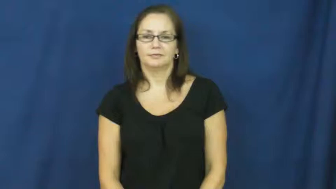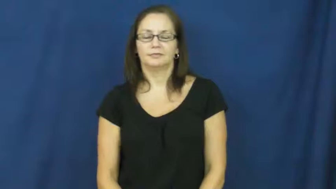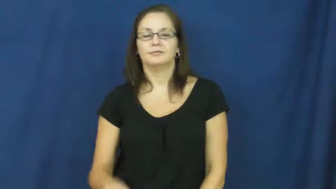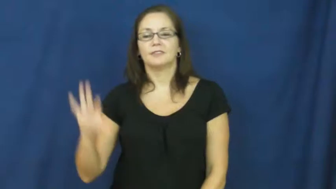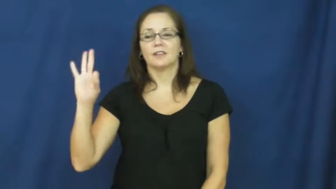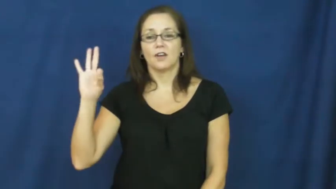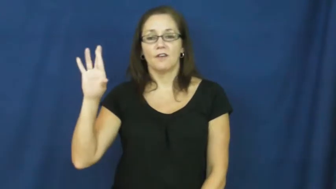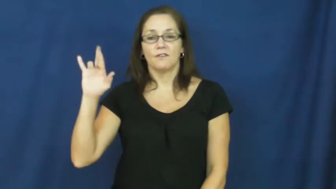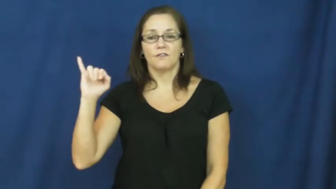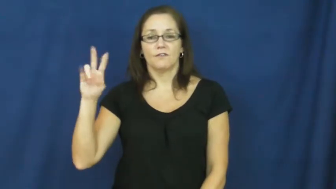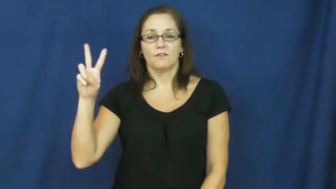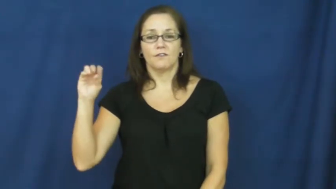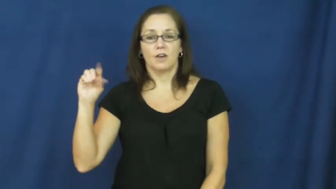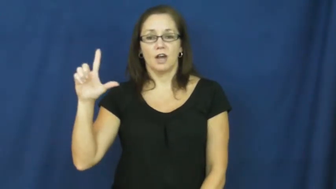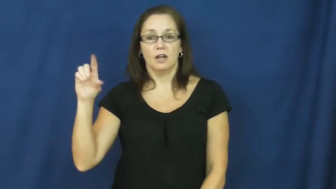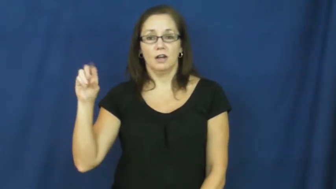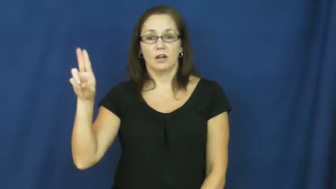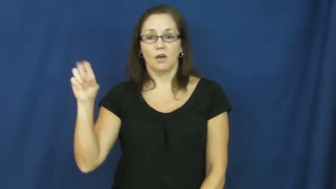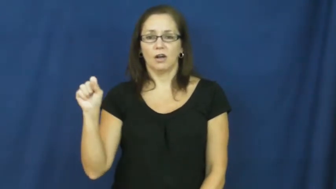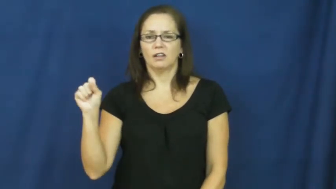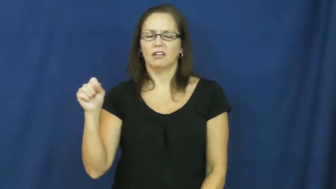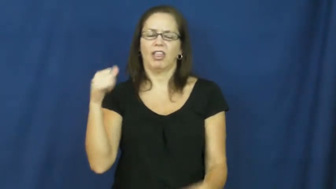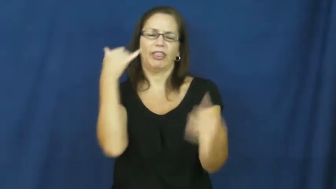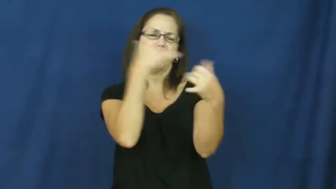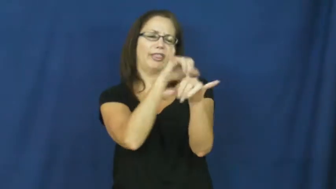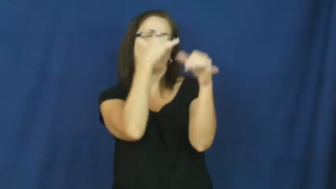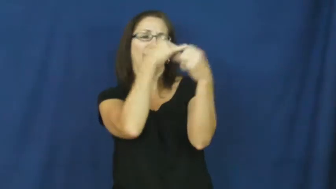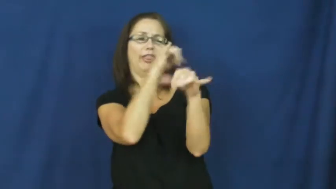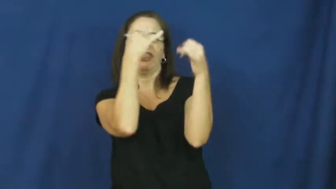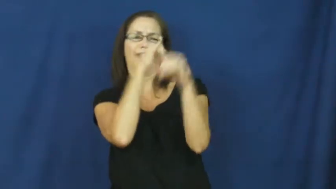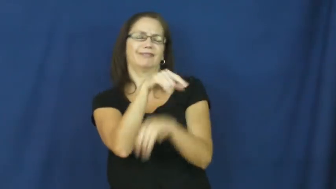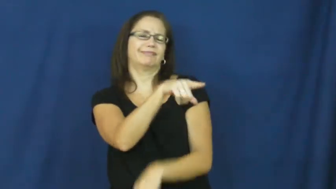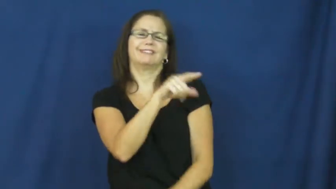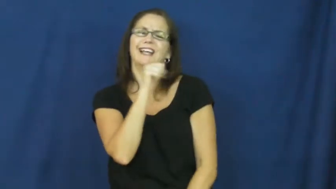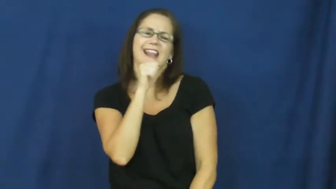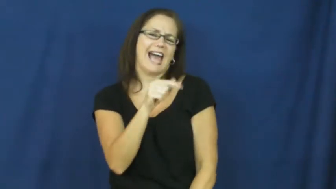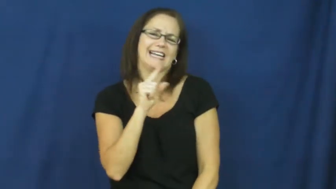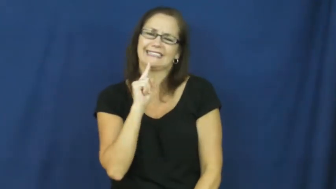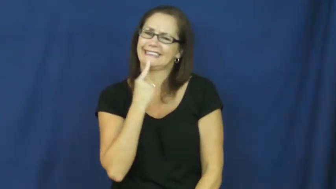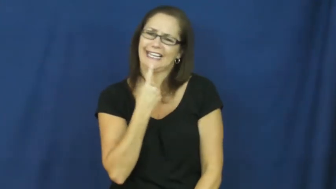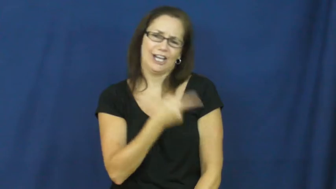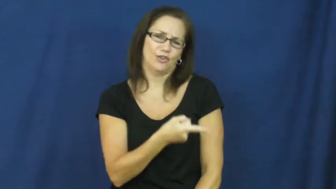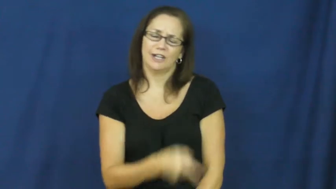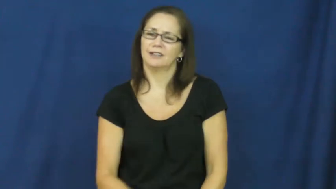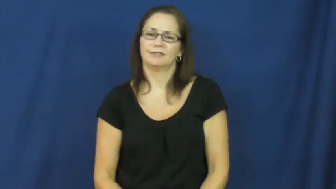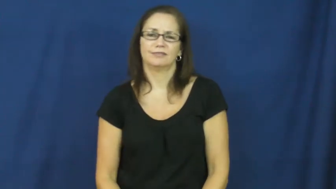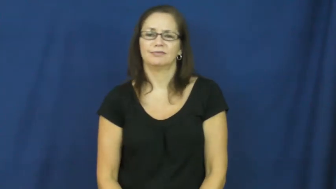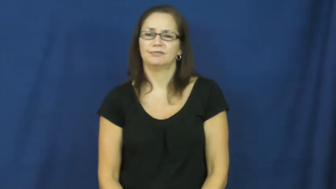frivolous